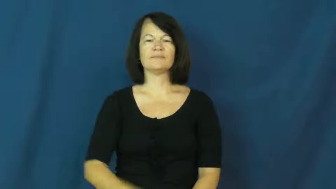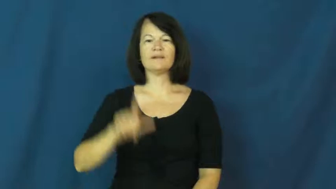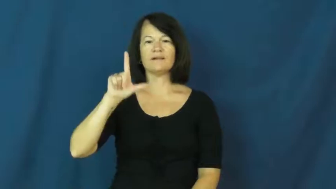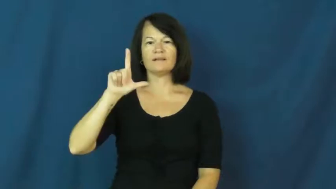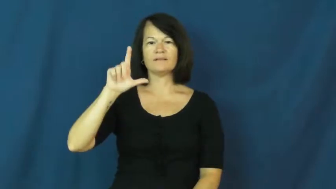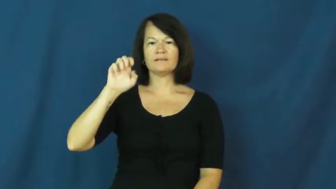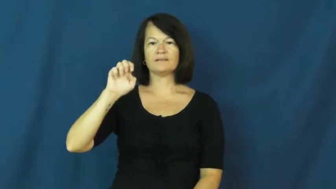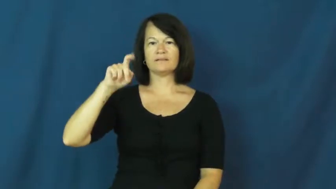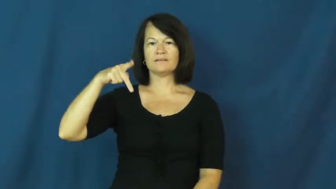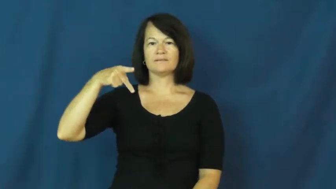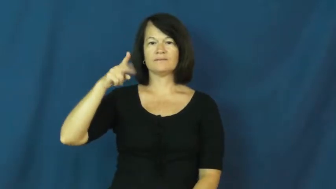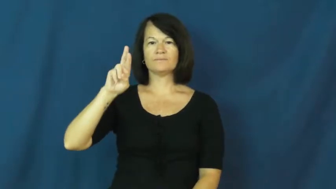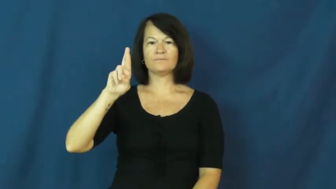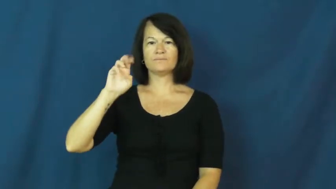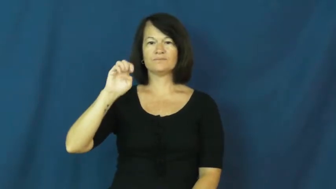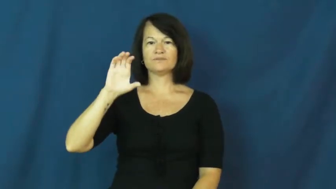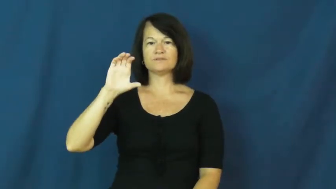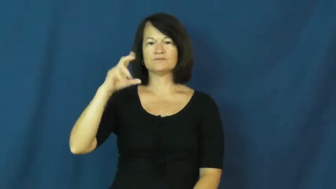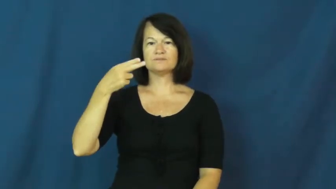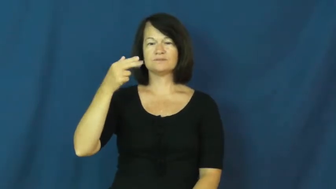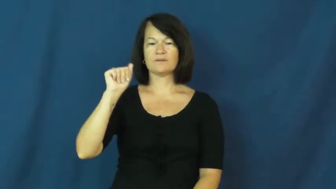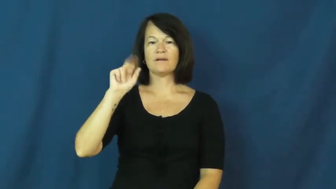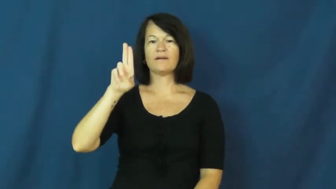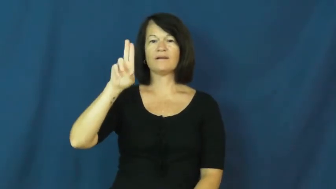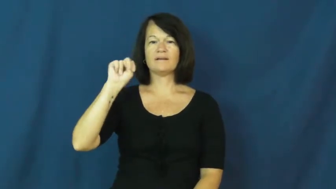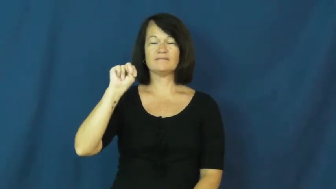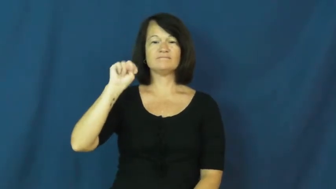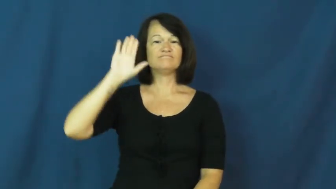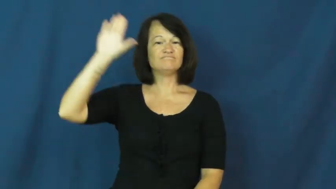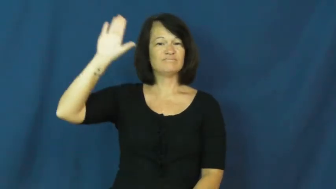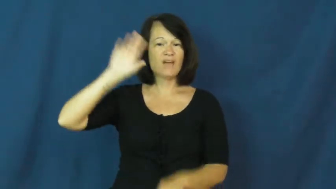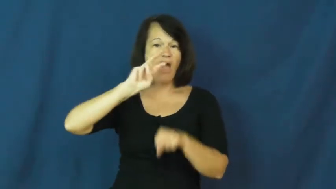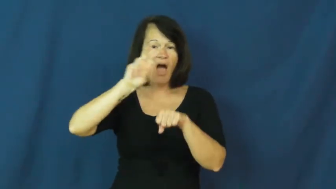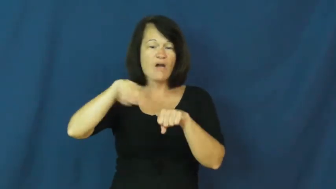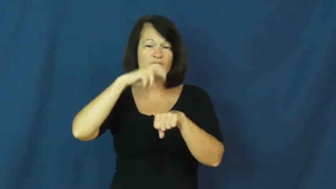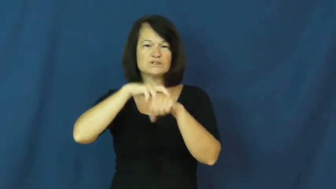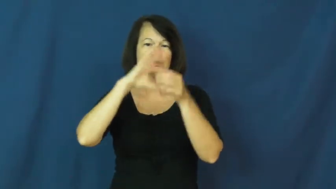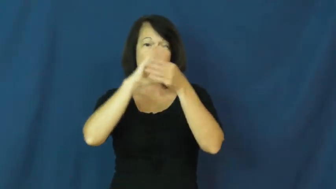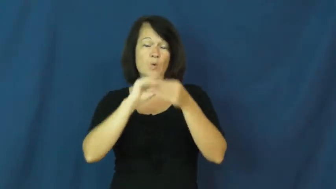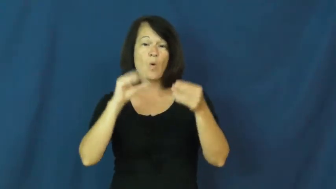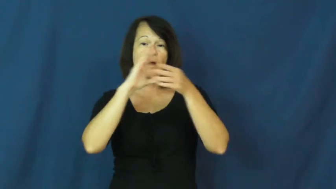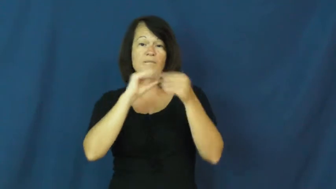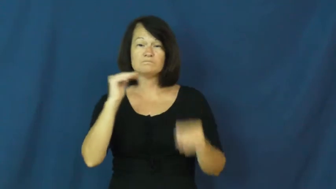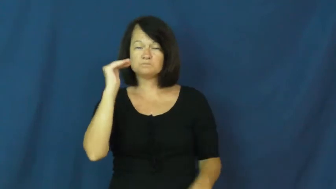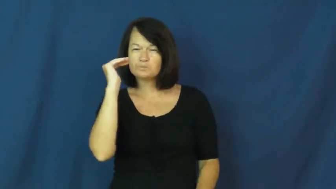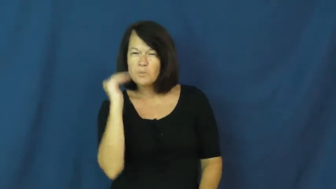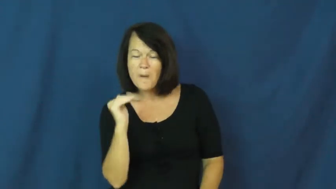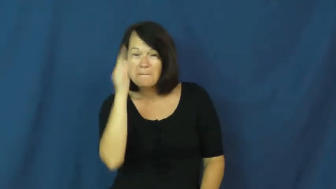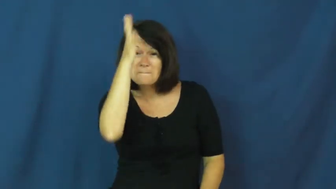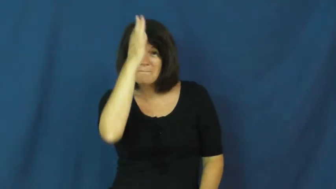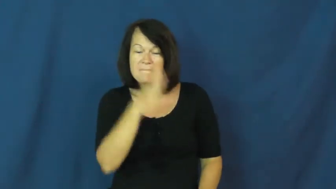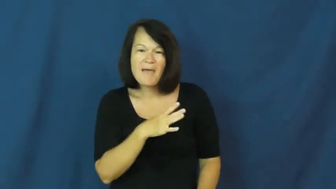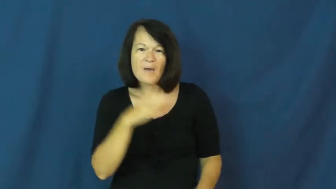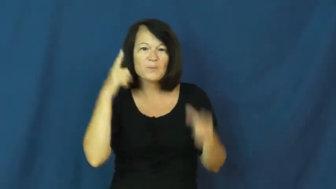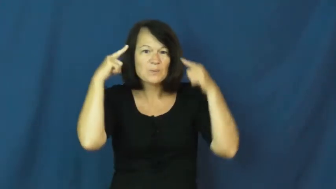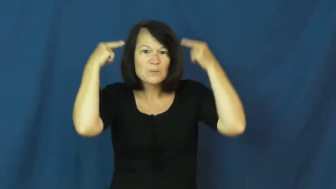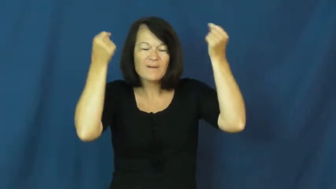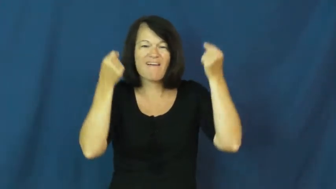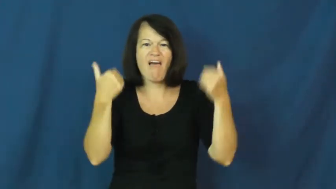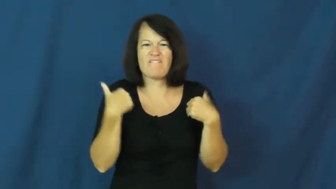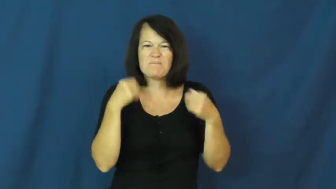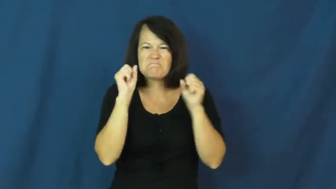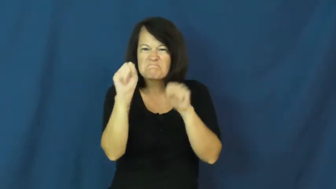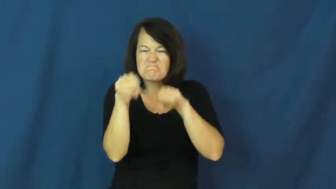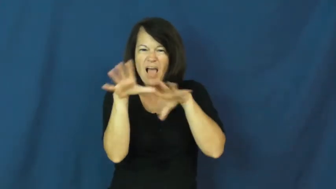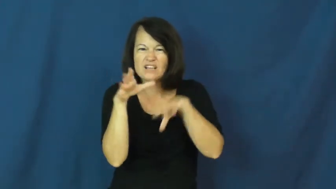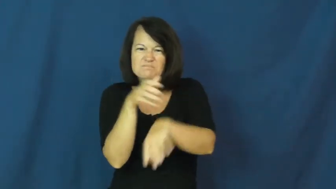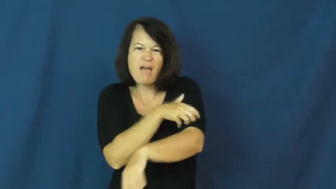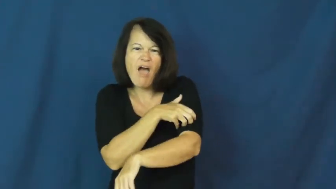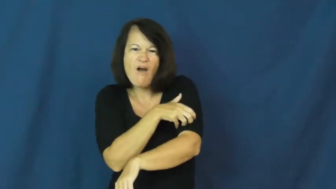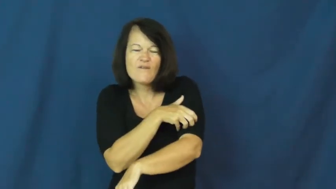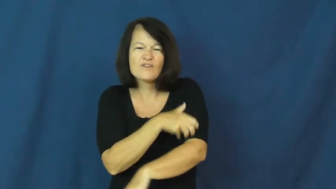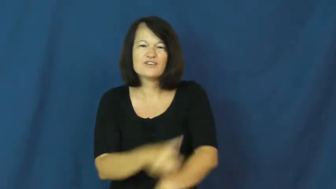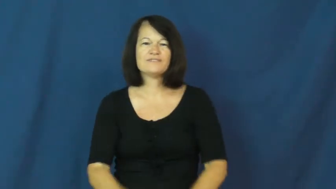leprechaun